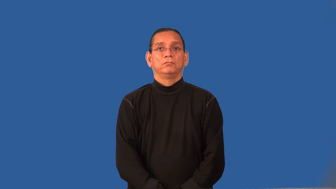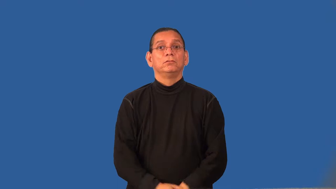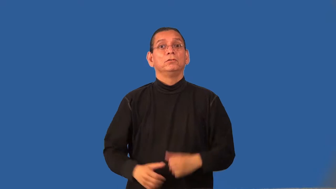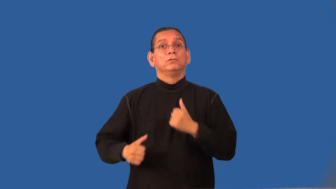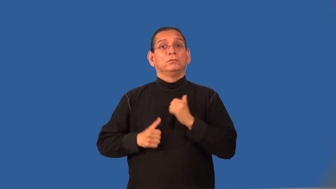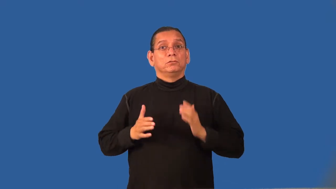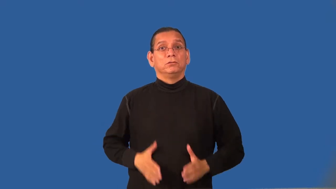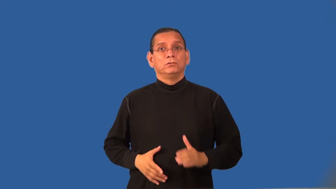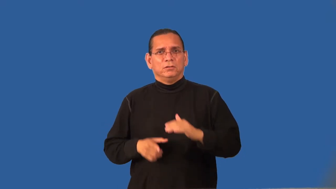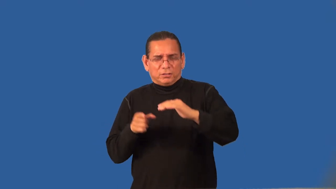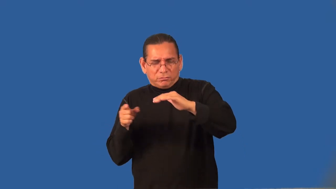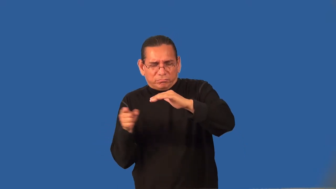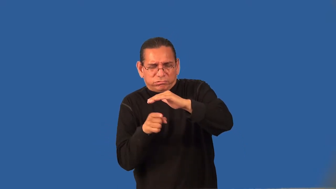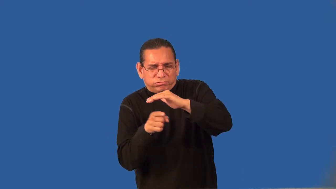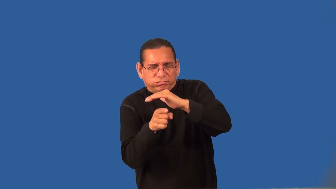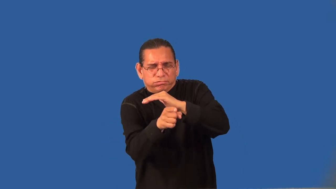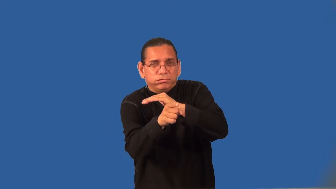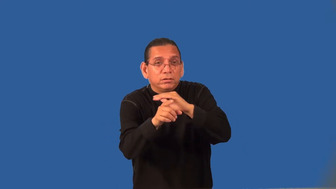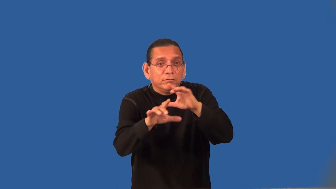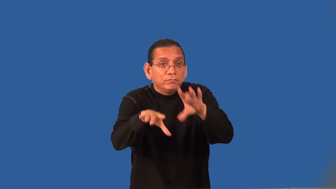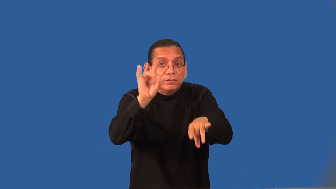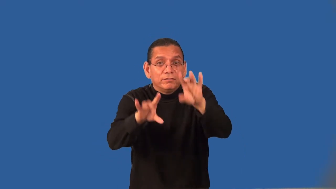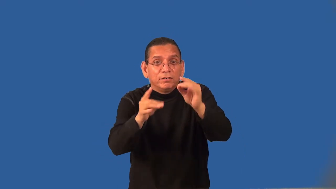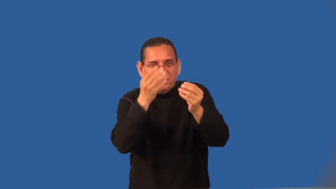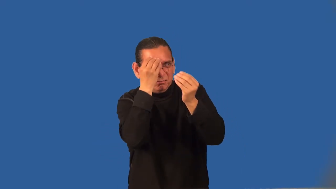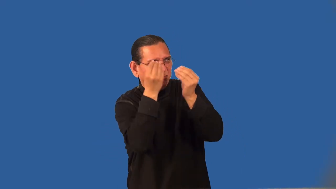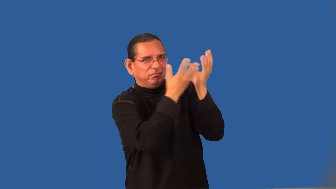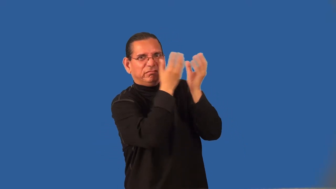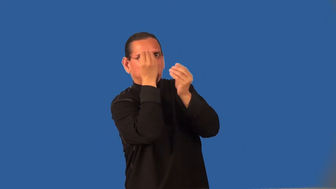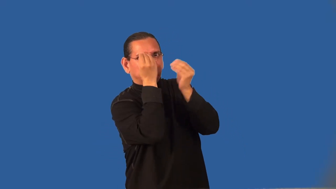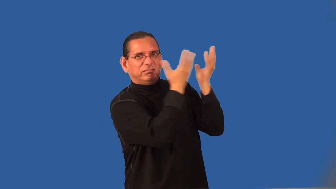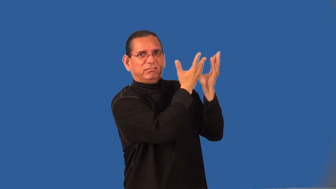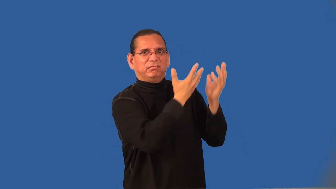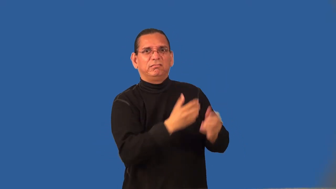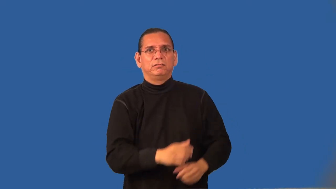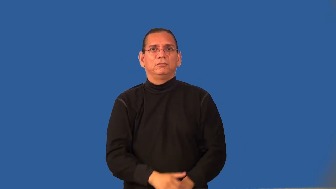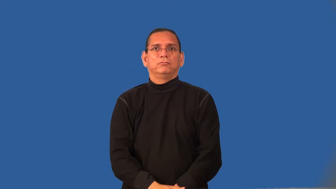reconnaissance